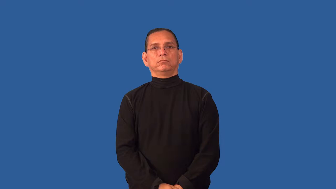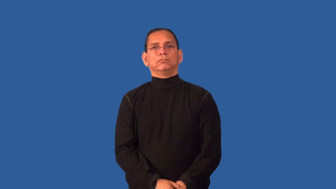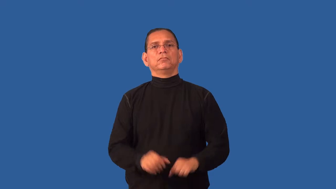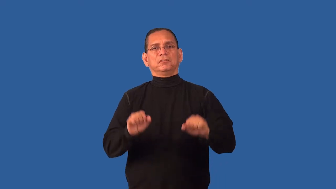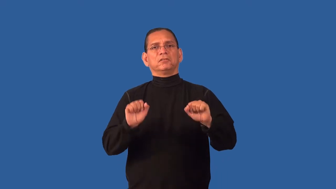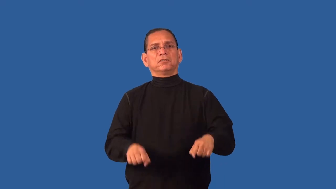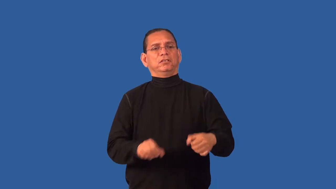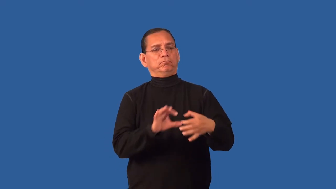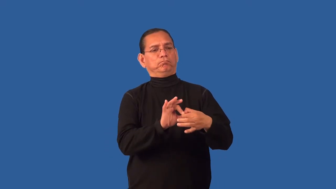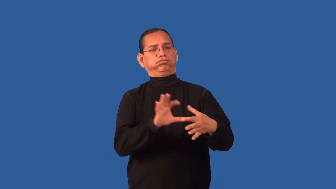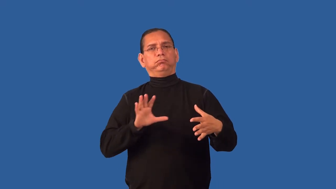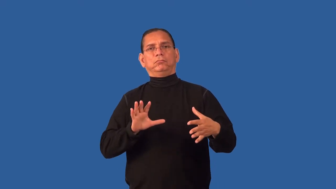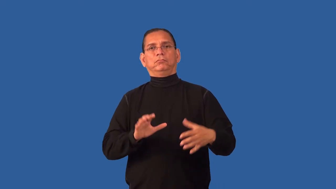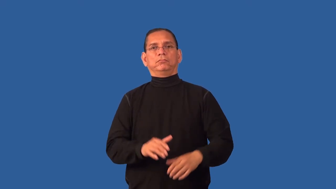detachable